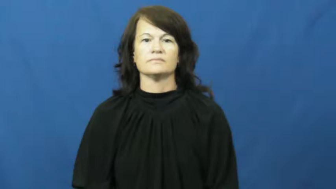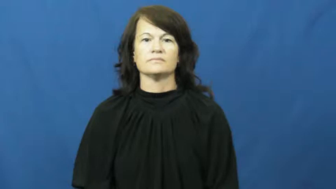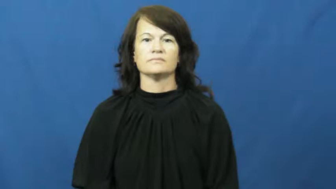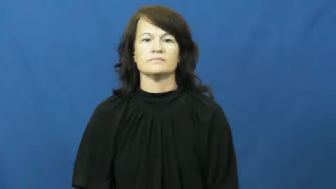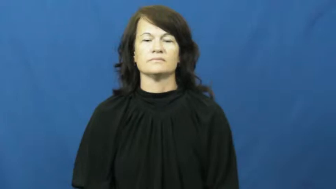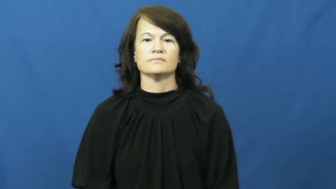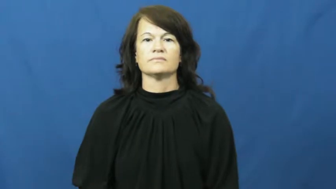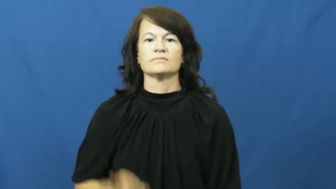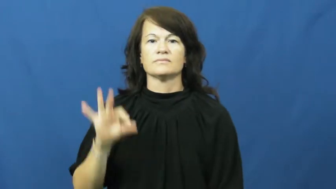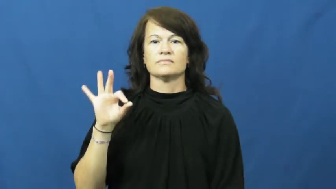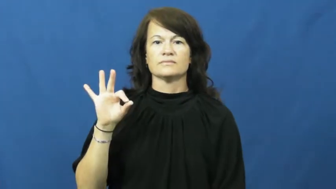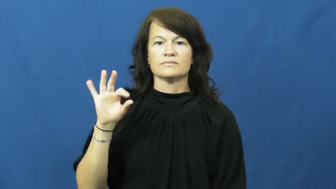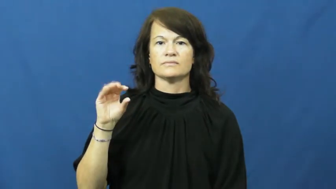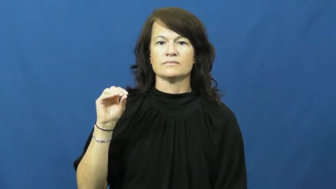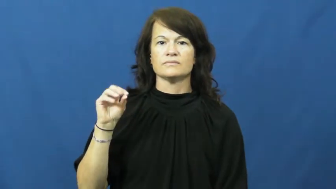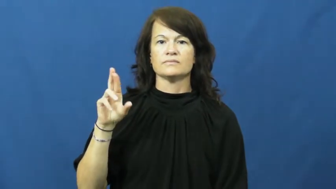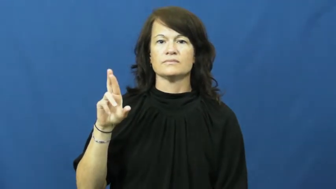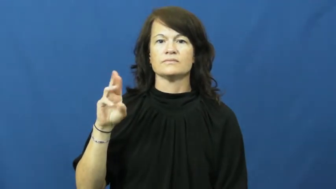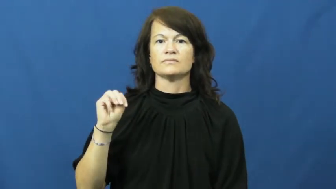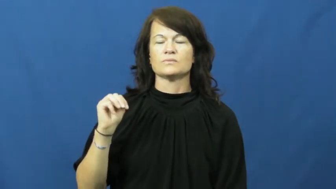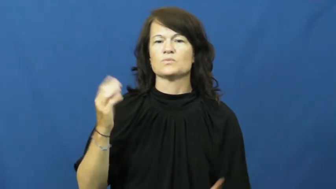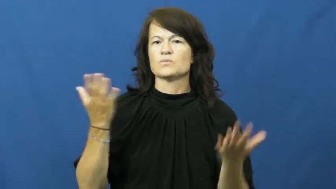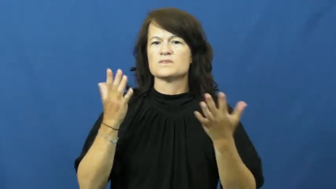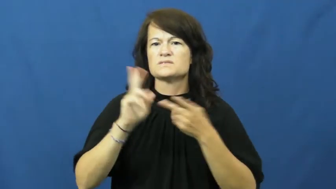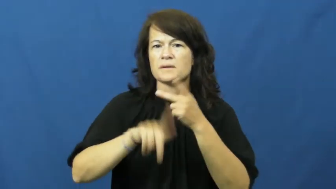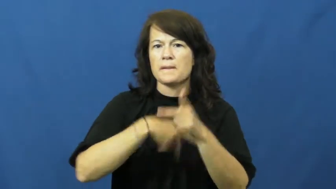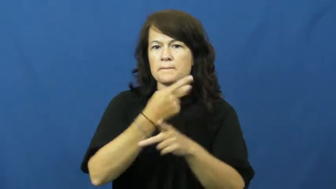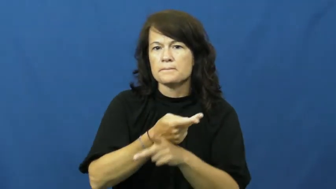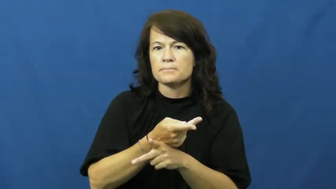form-kind of